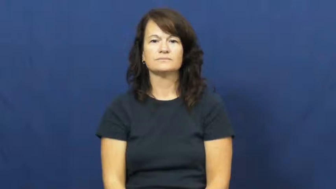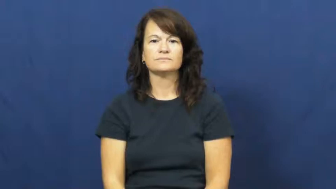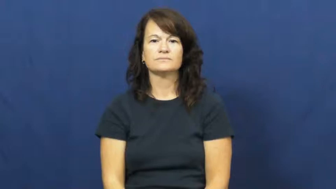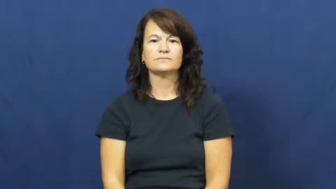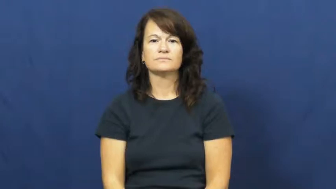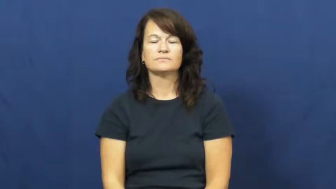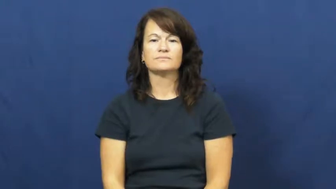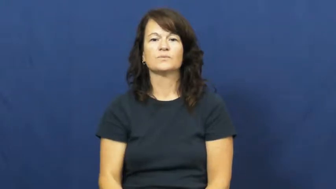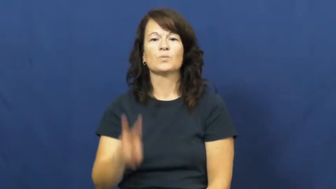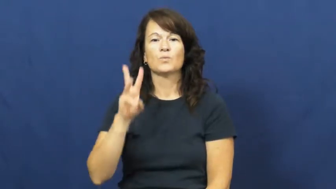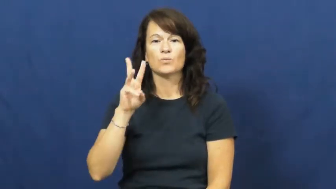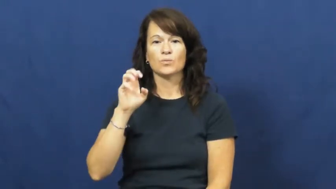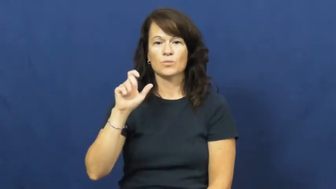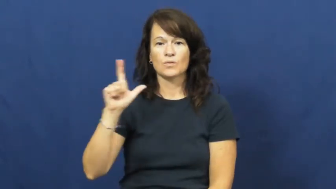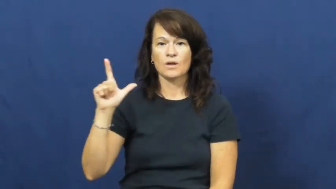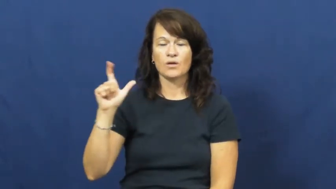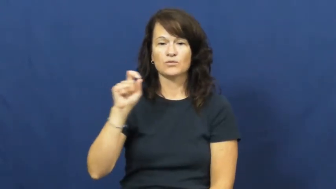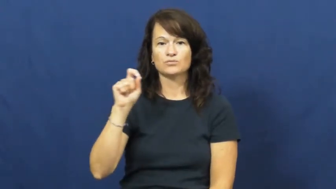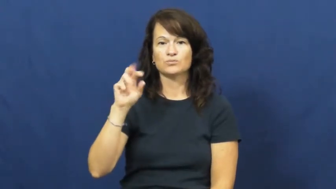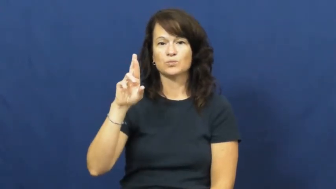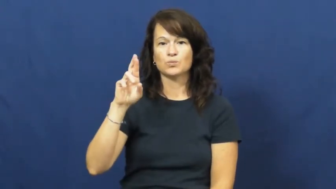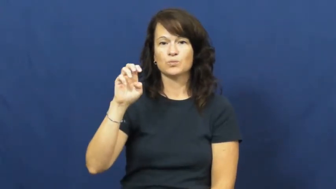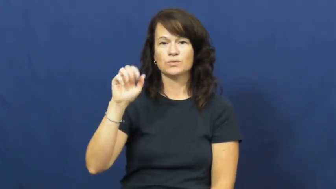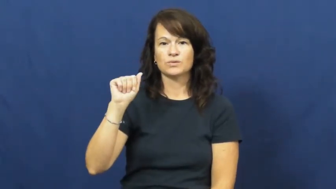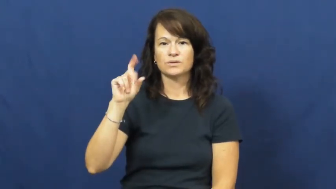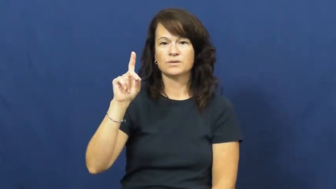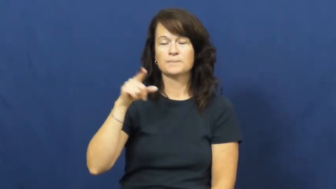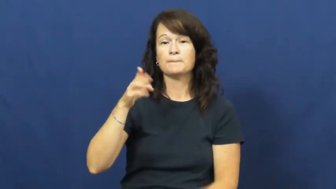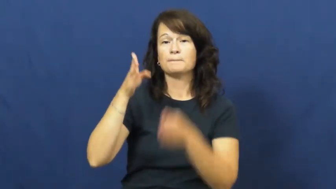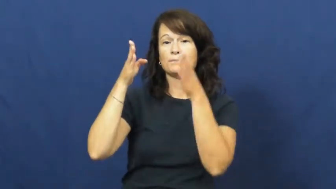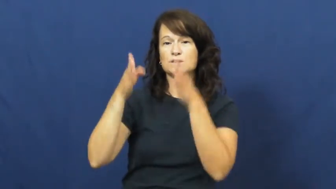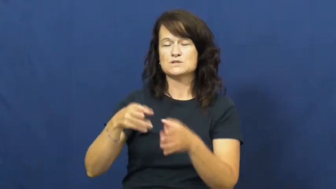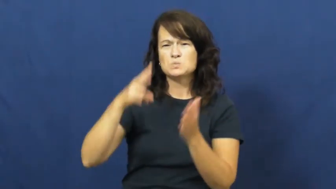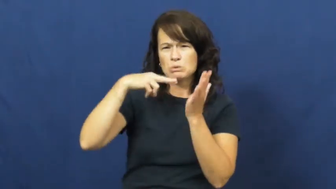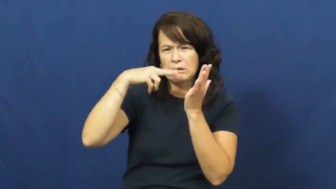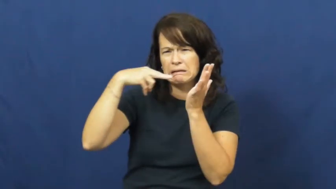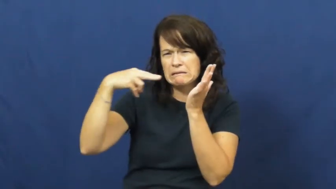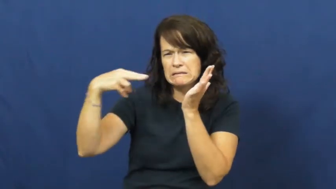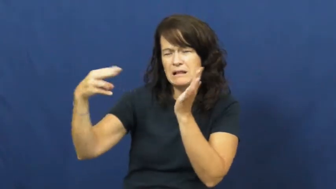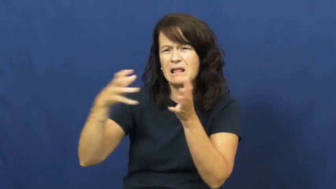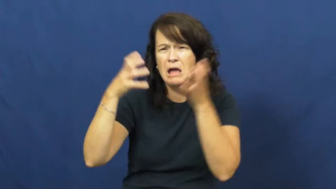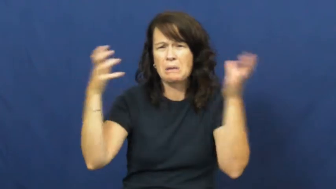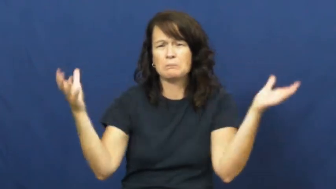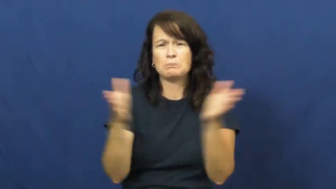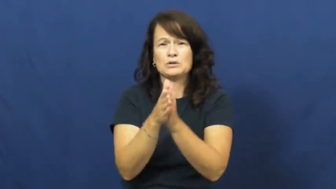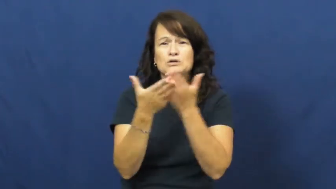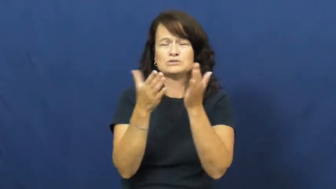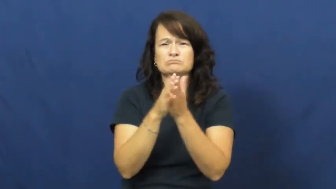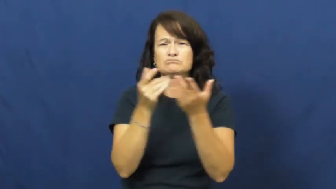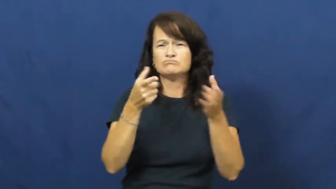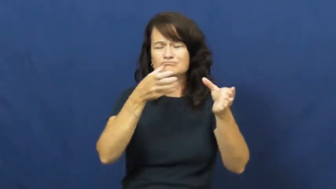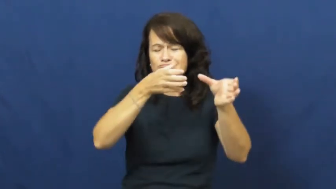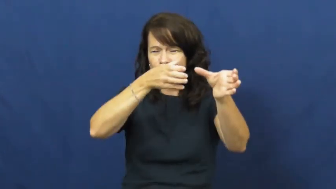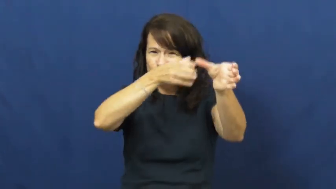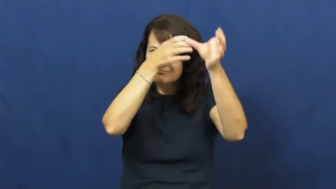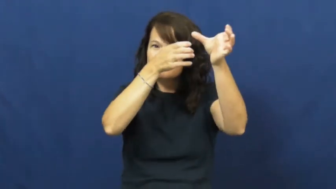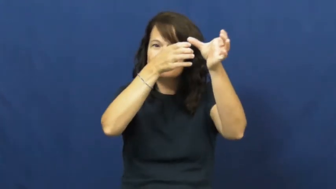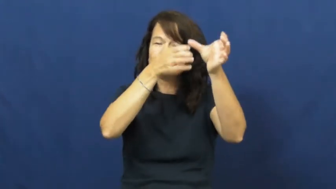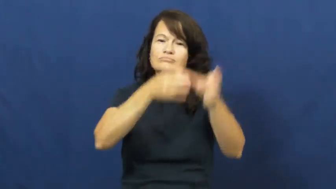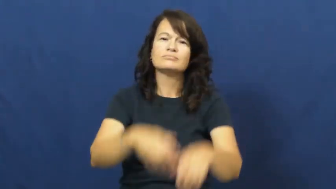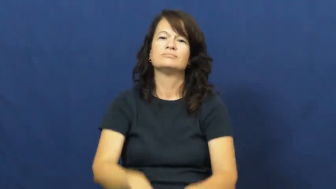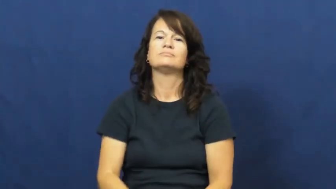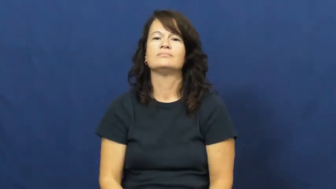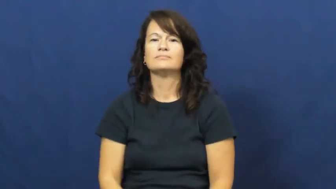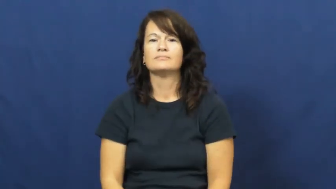well read